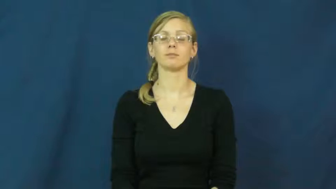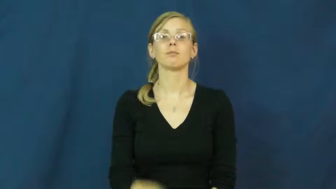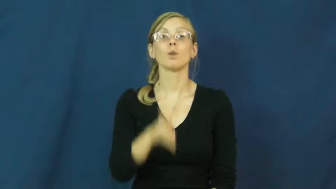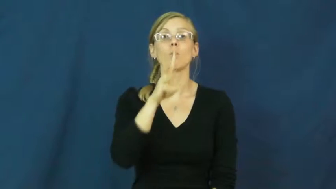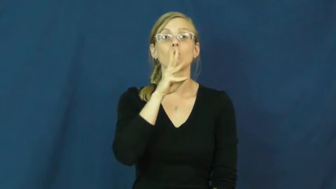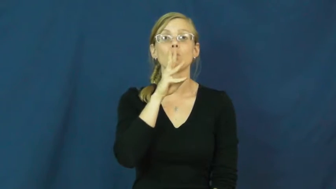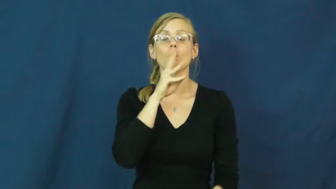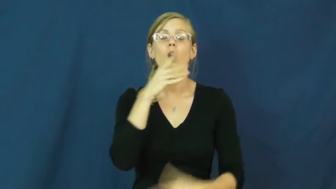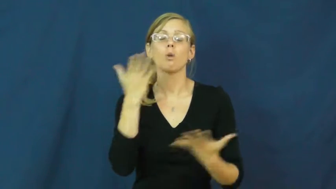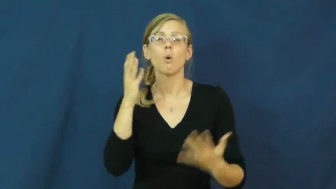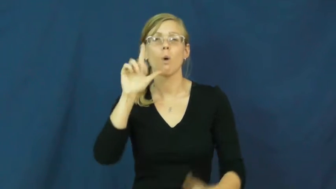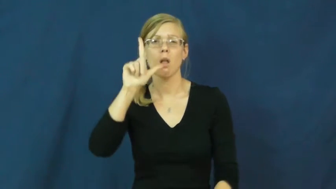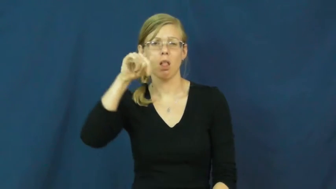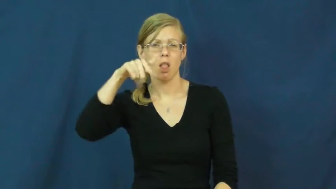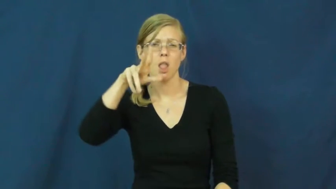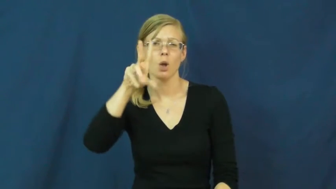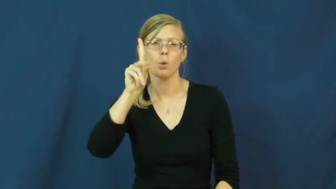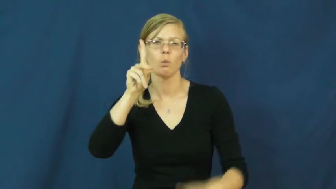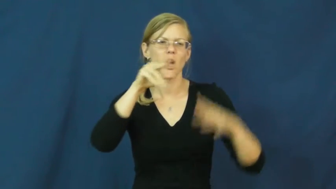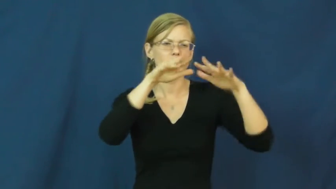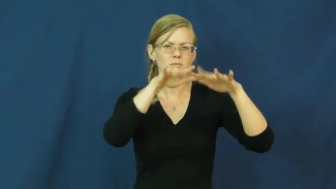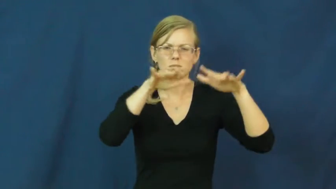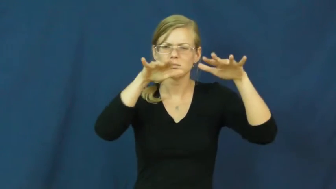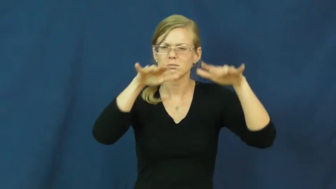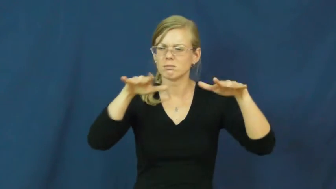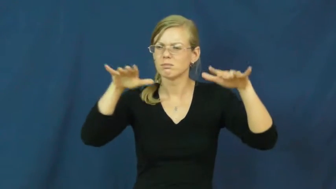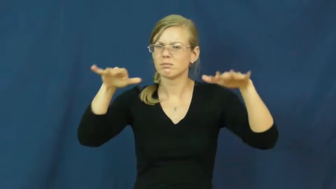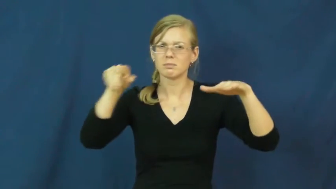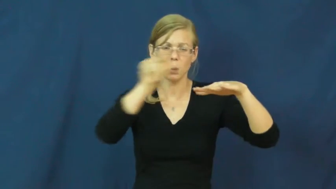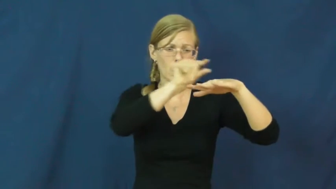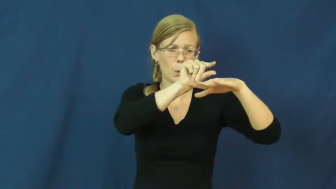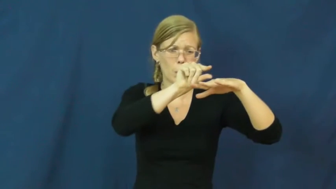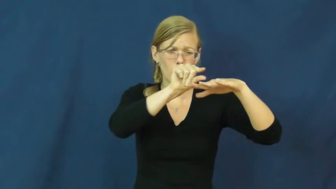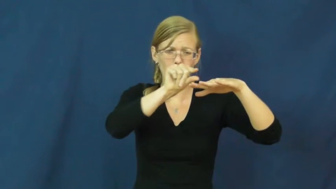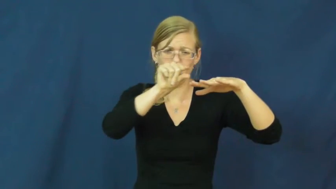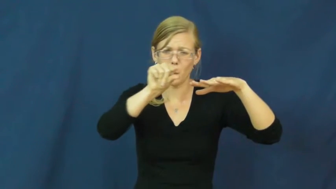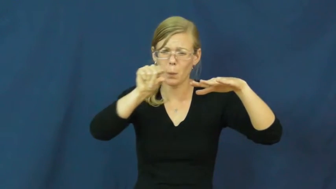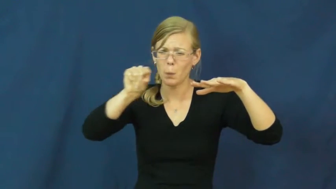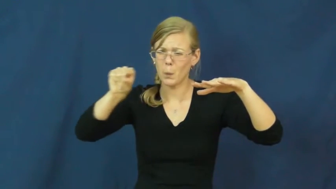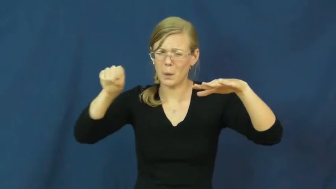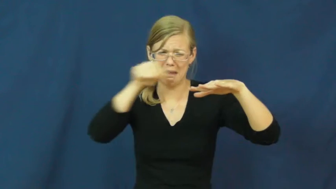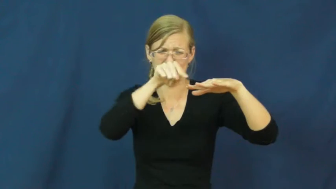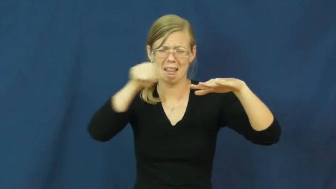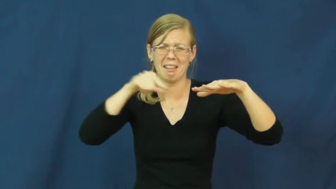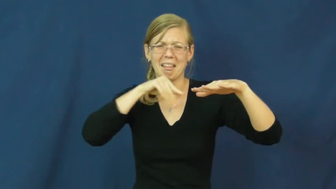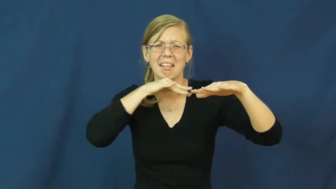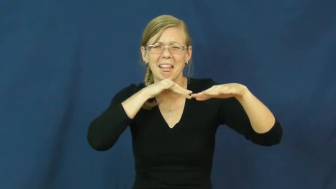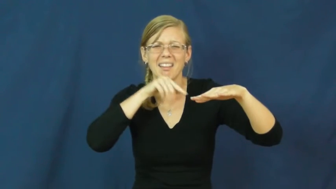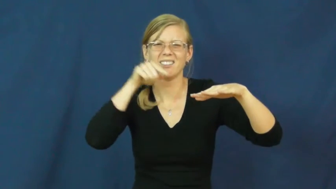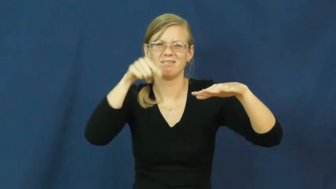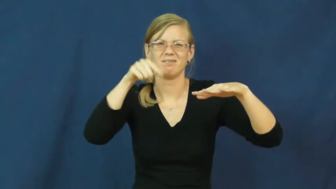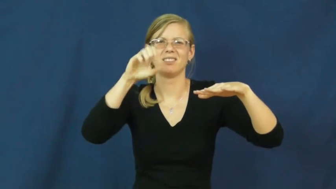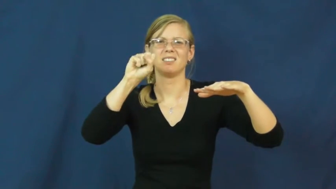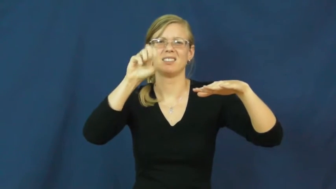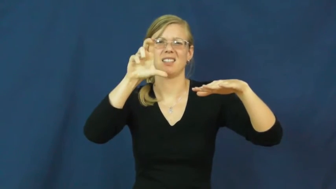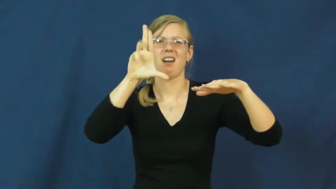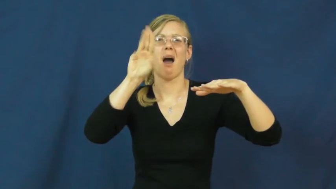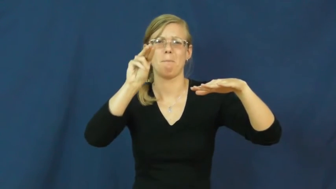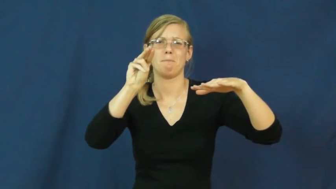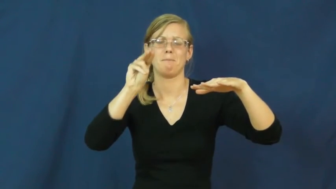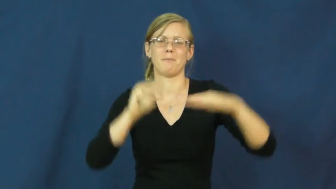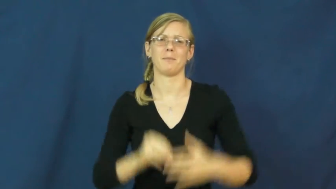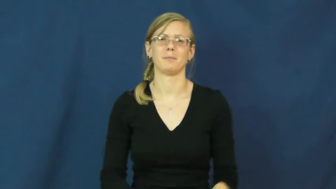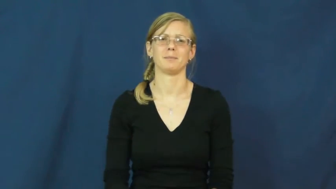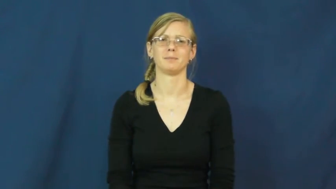scum-dirt